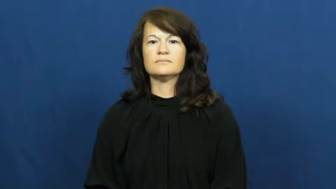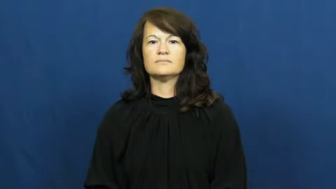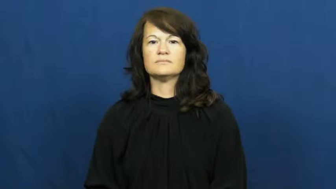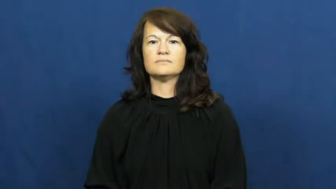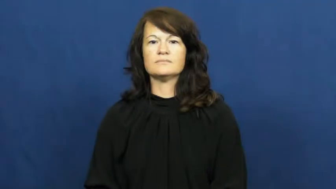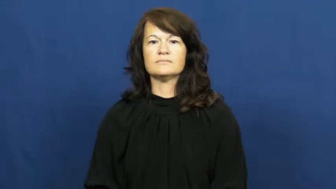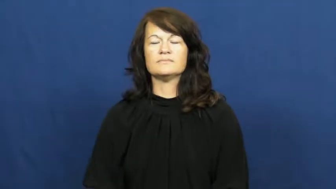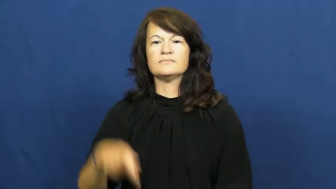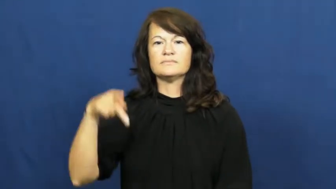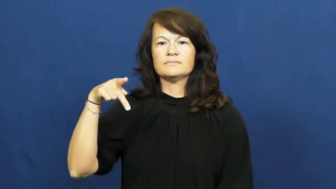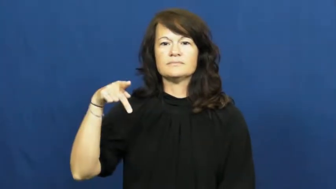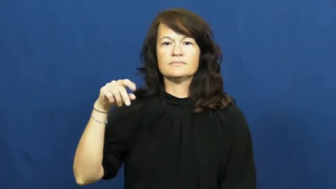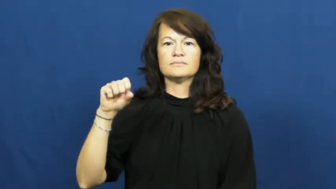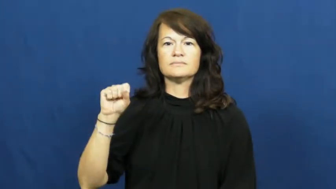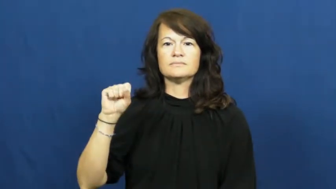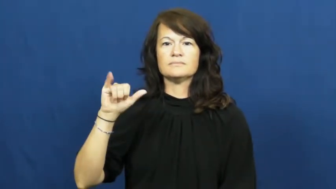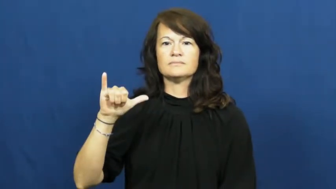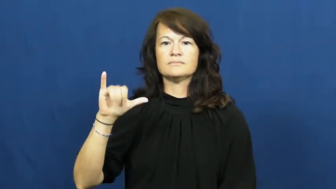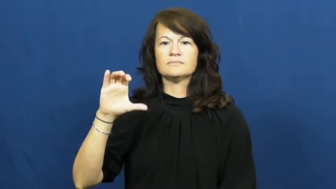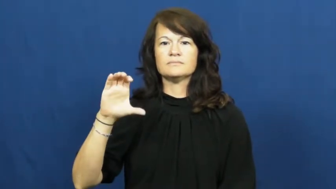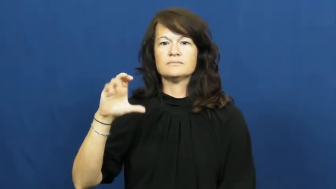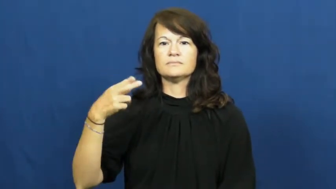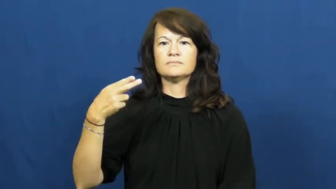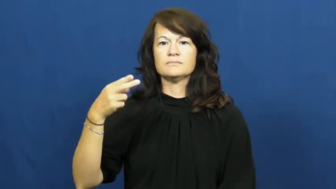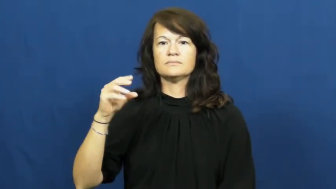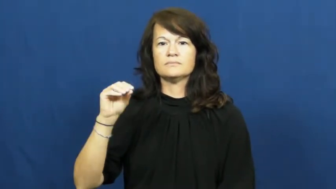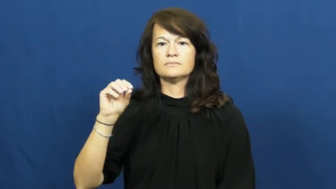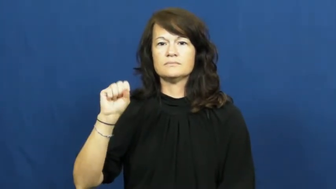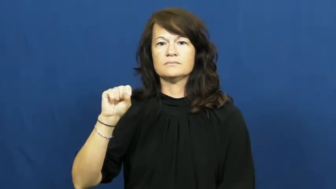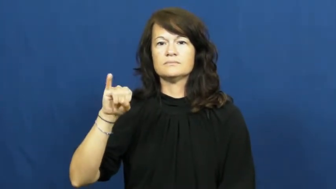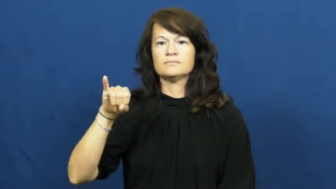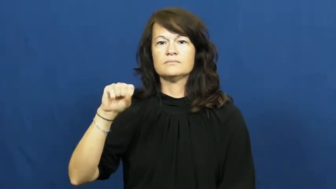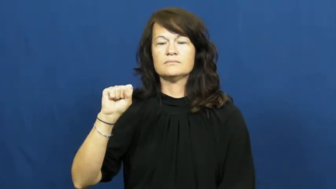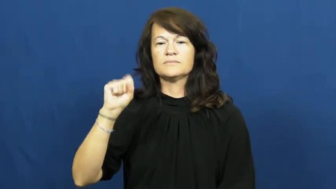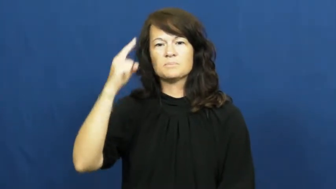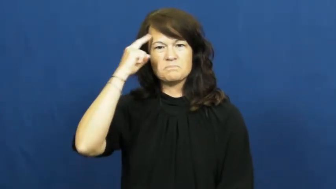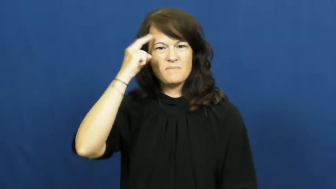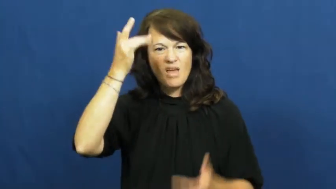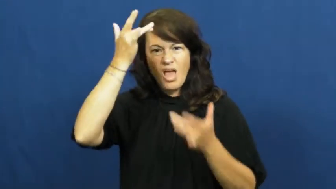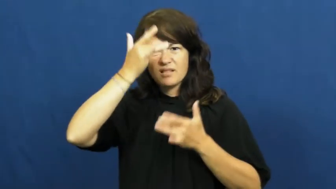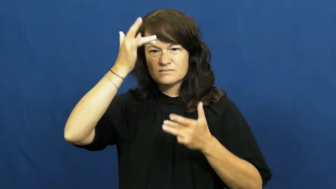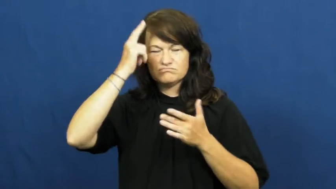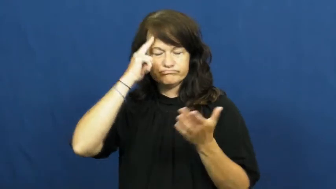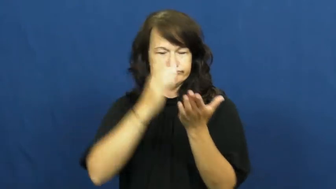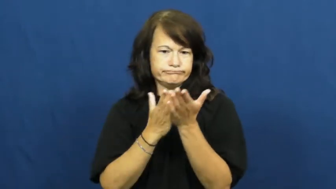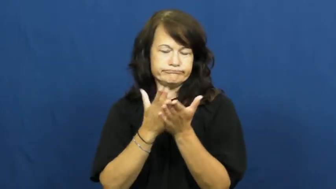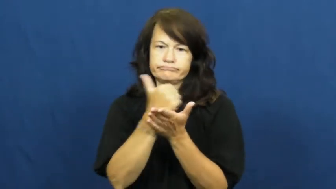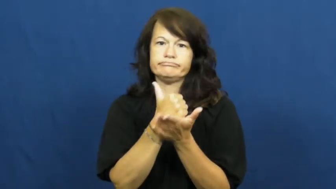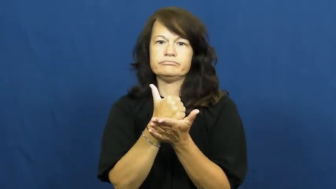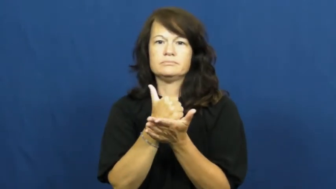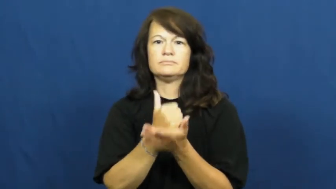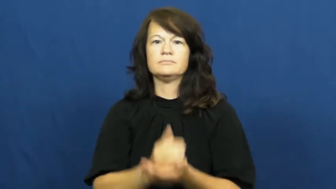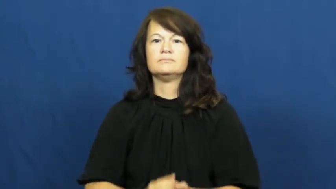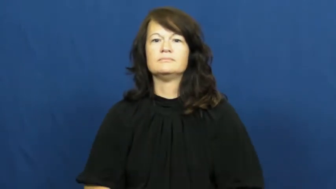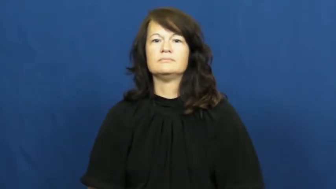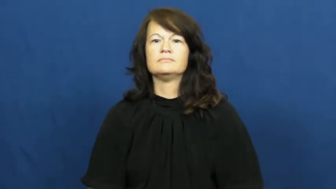psychosis